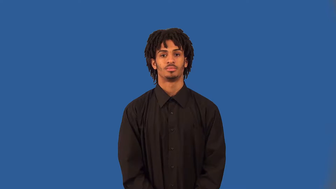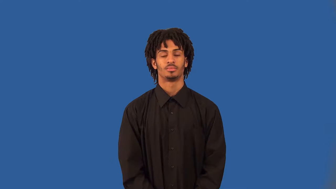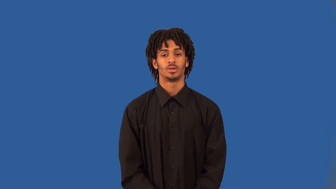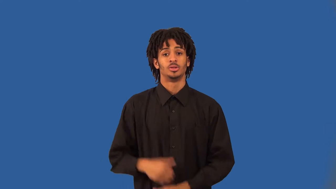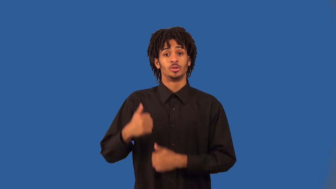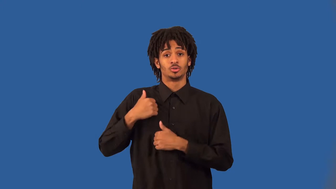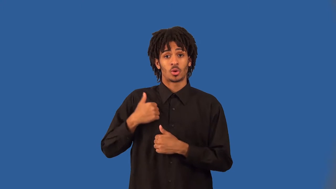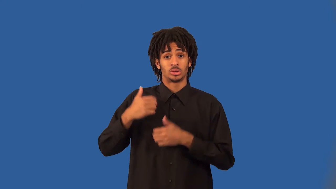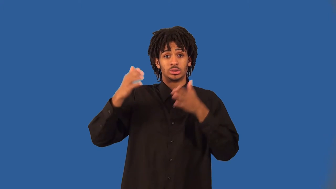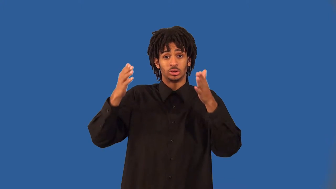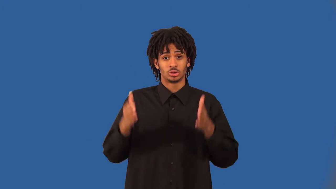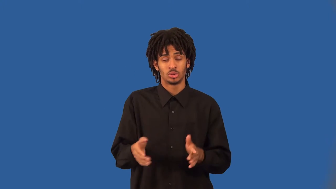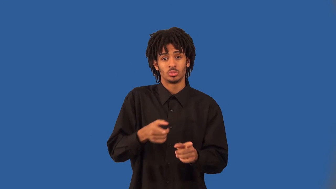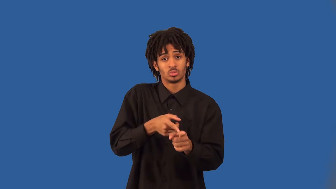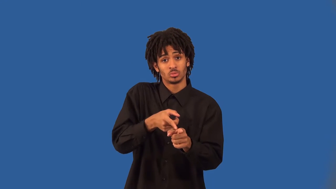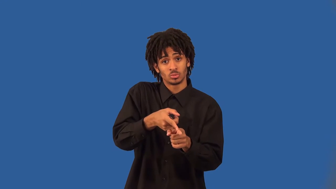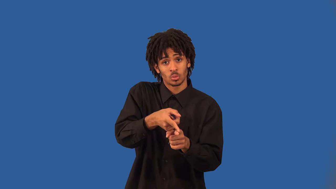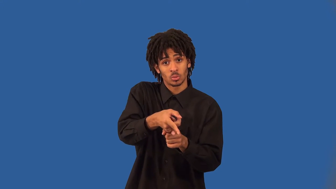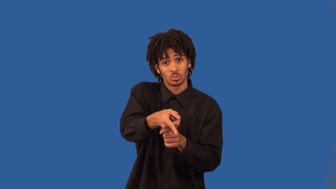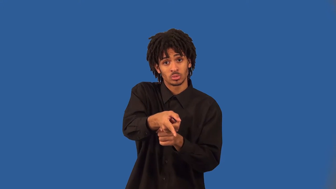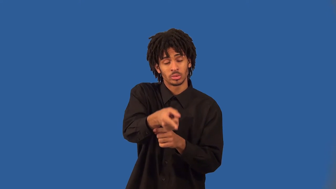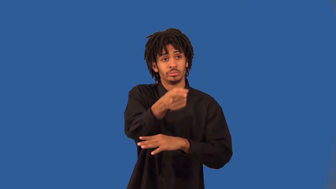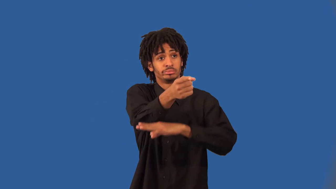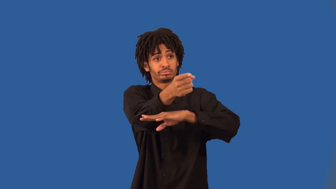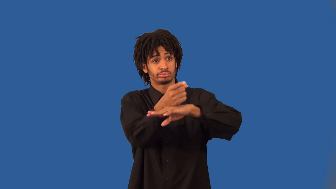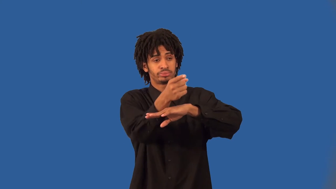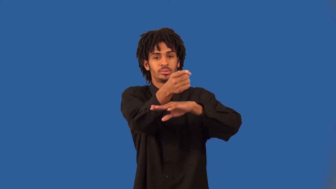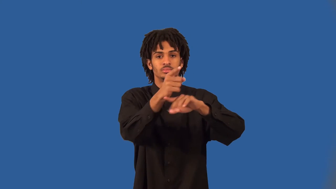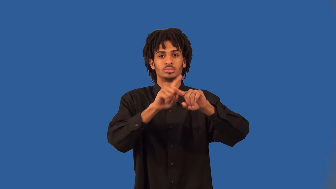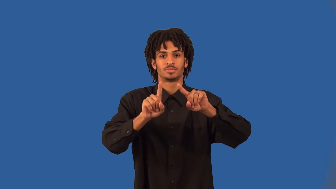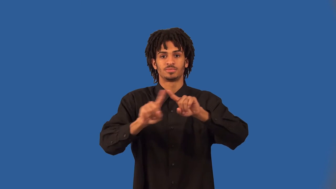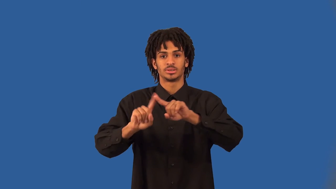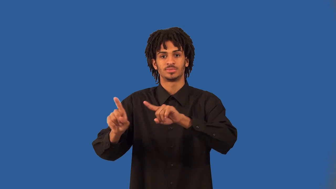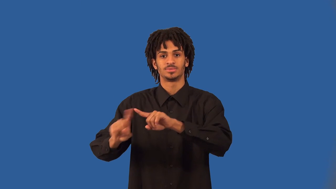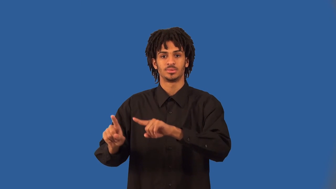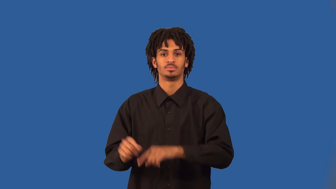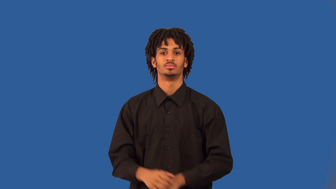artilleryman